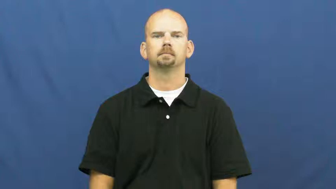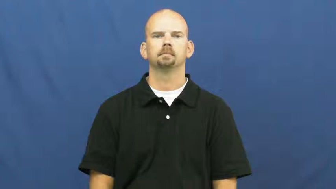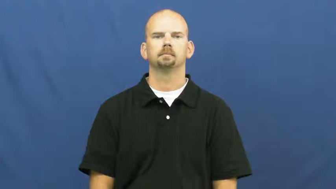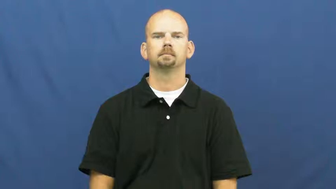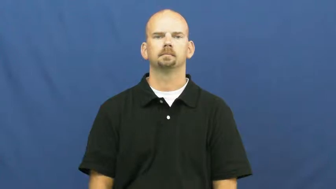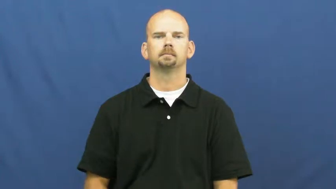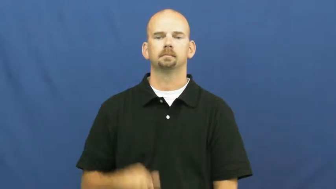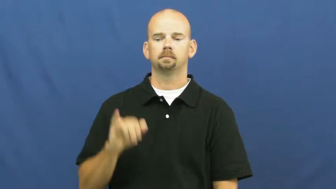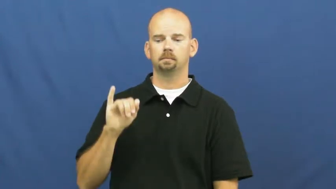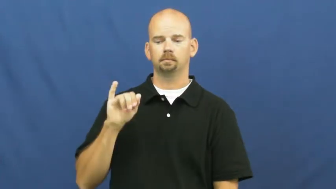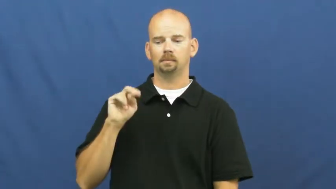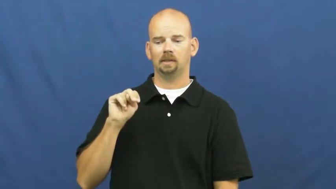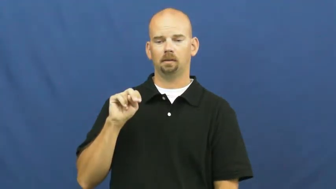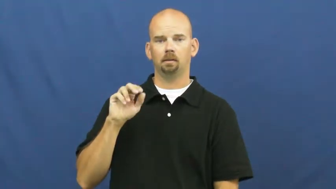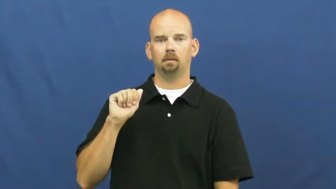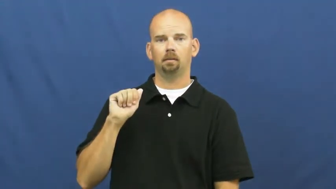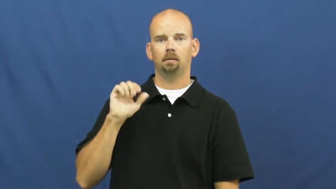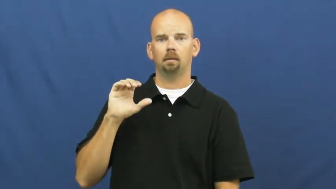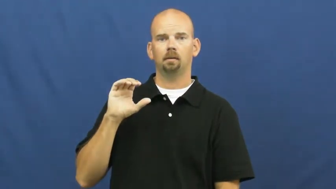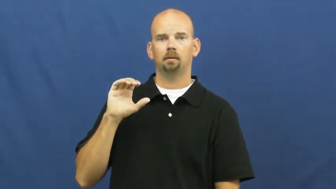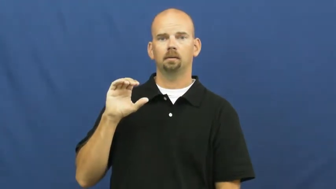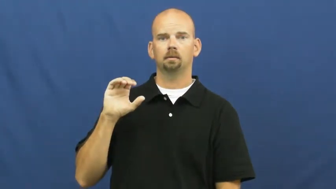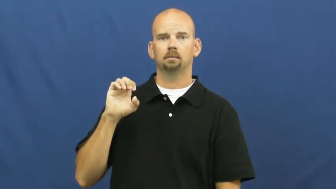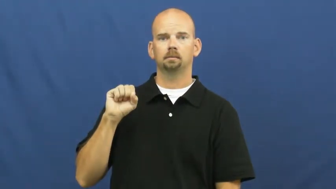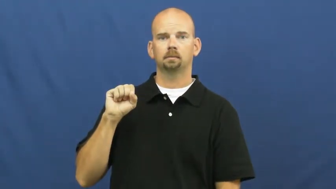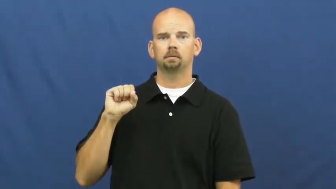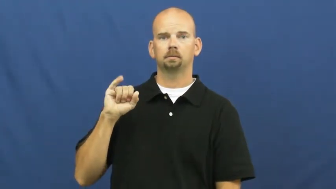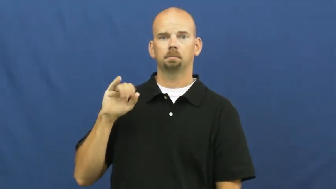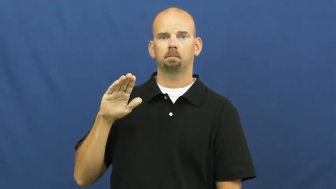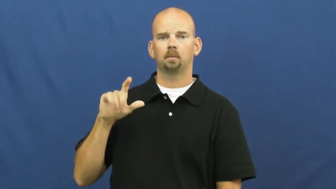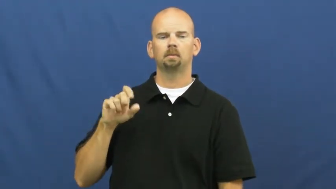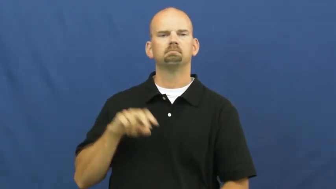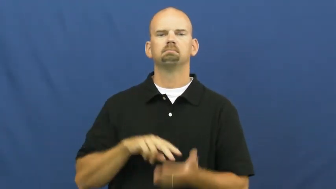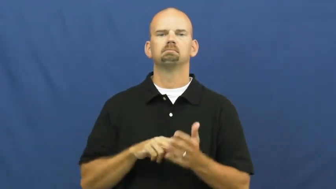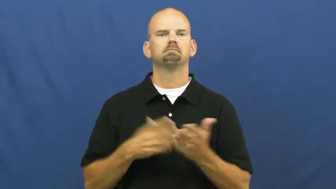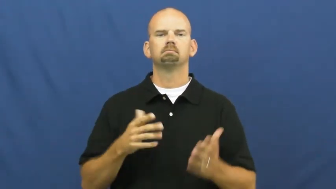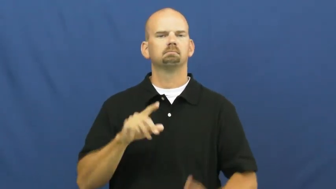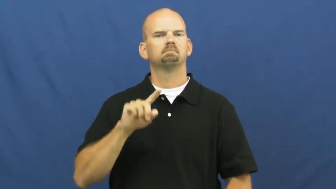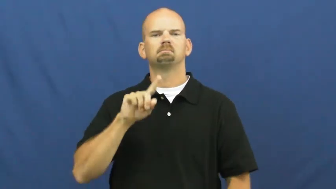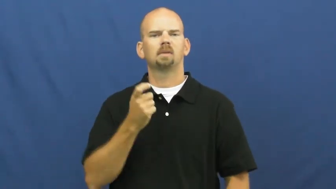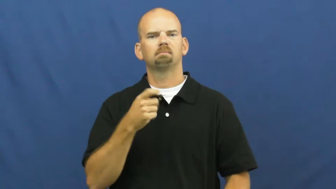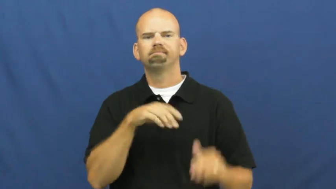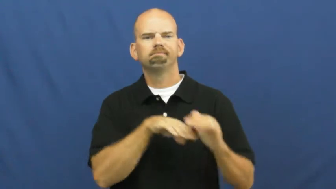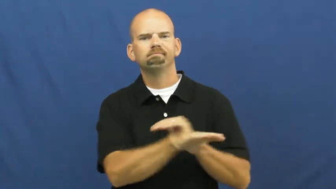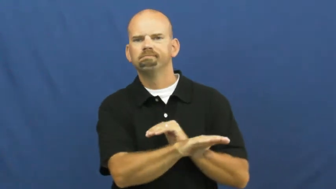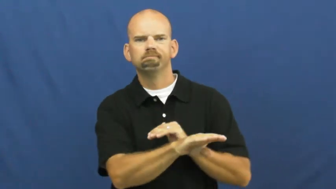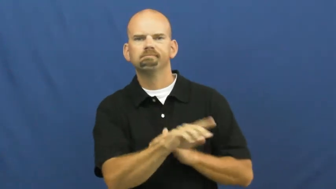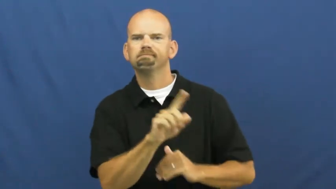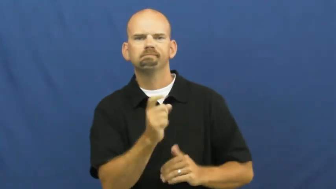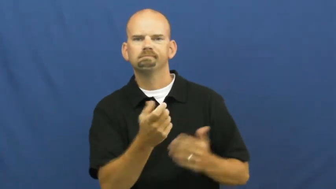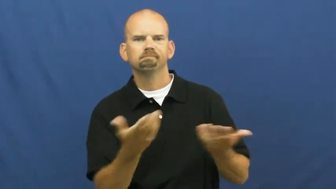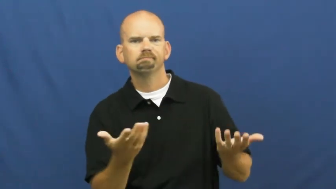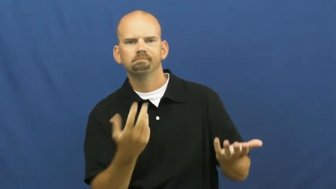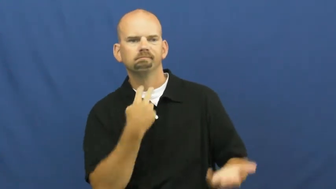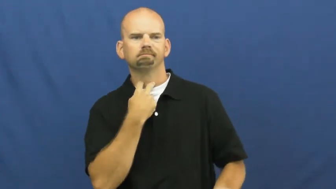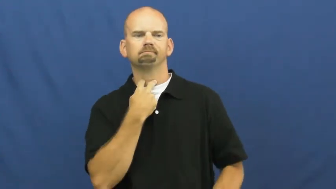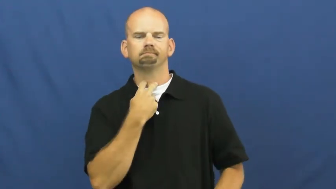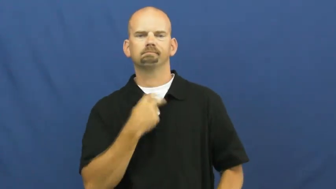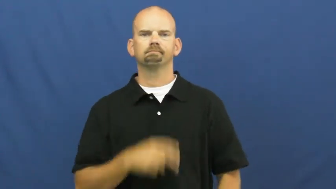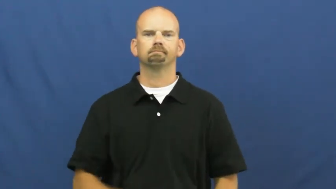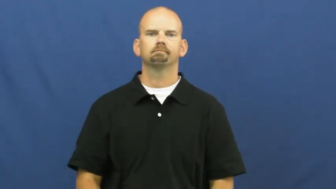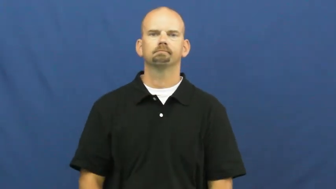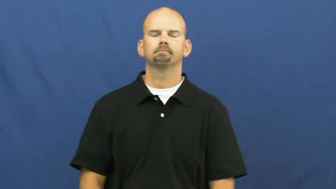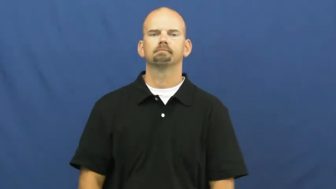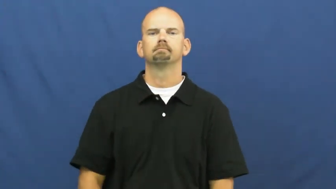inaccessible